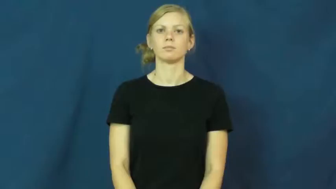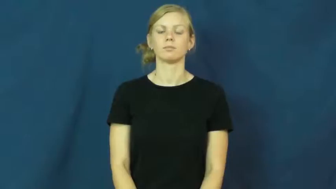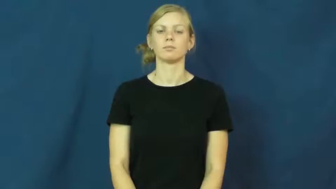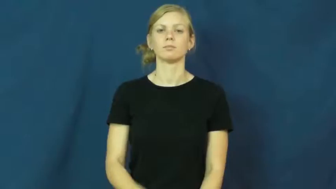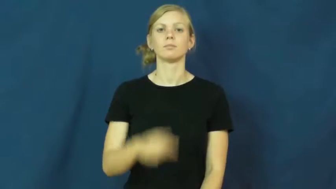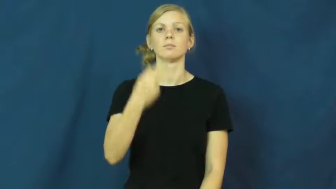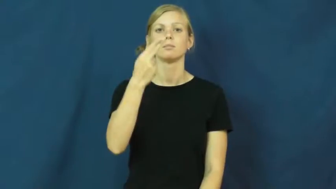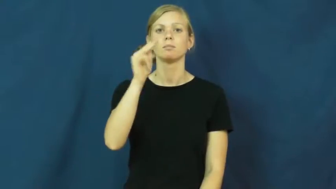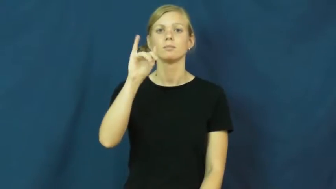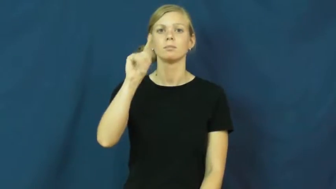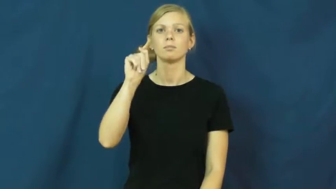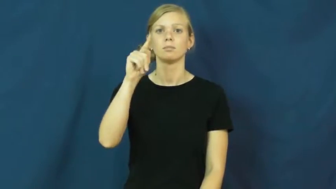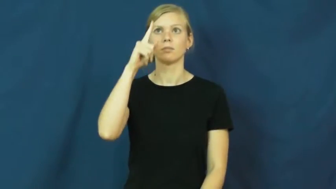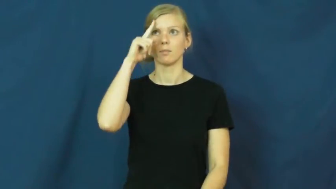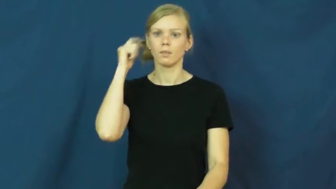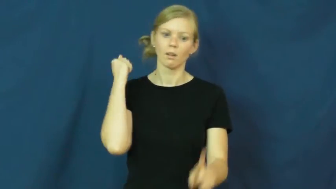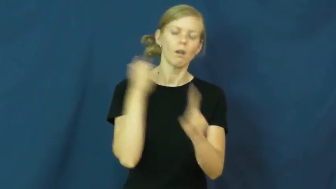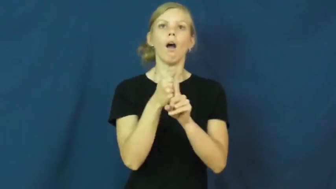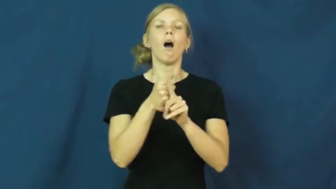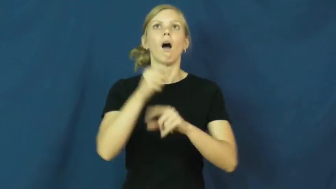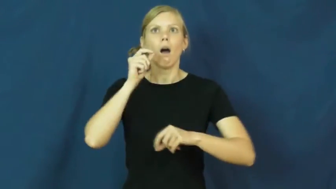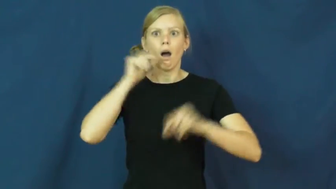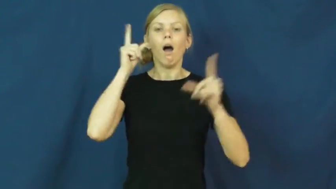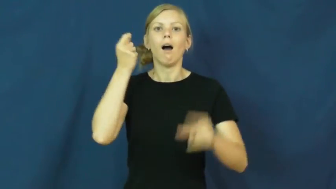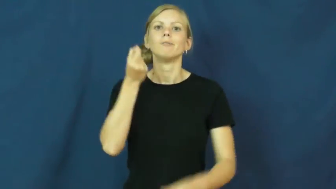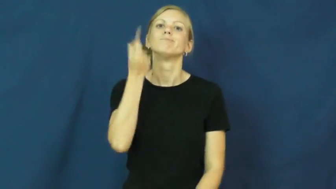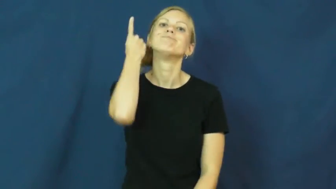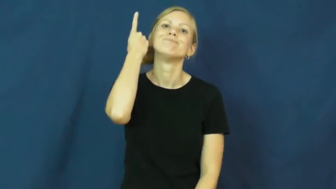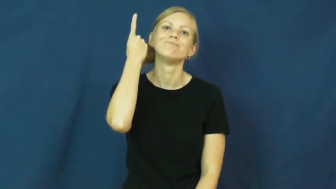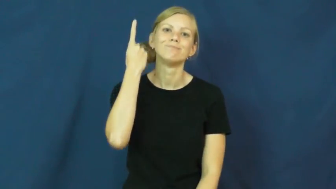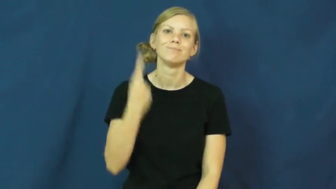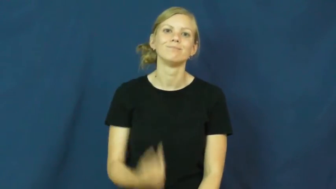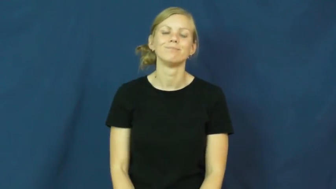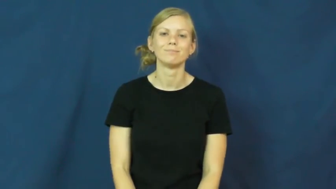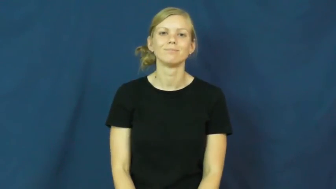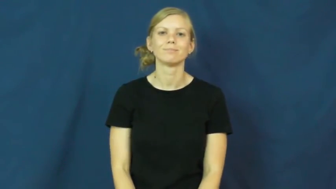hit-surprise understand